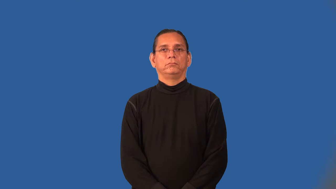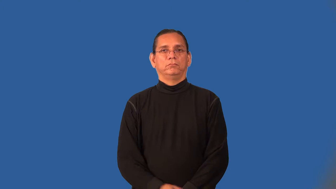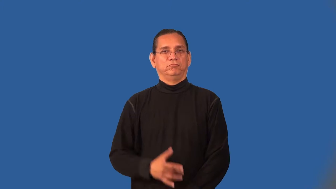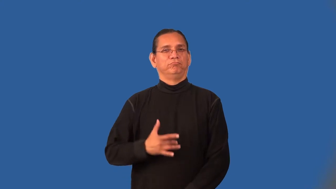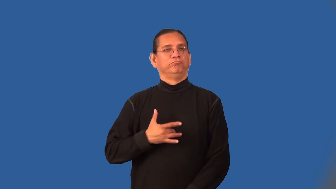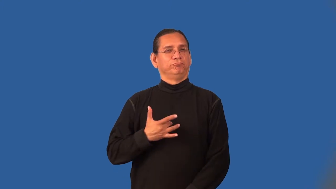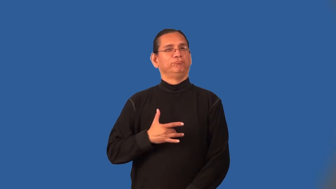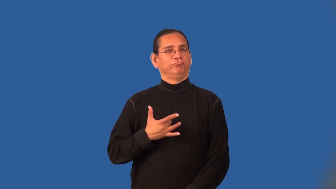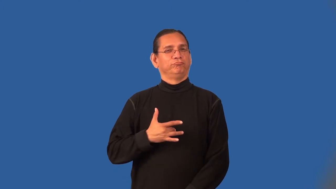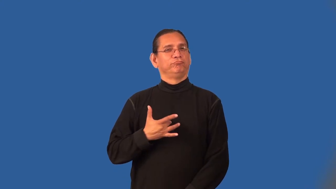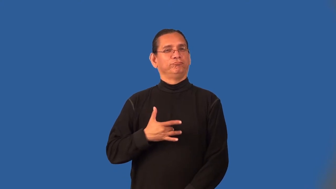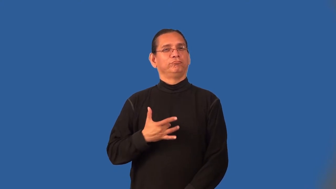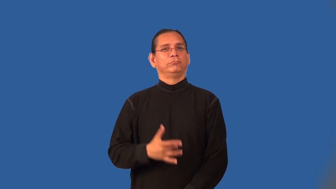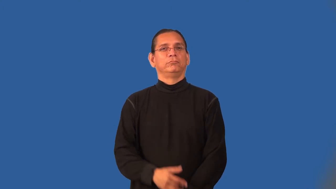onto-know someone's true nature